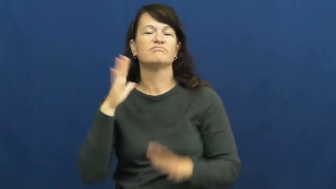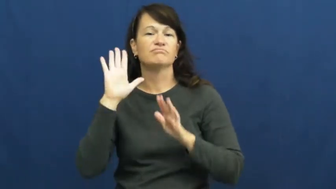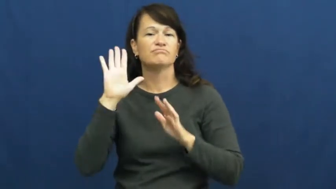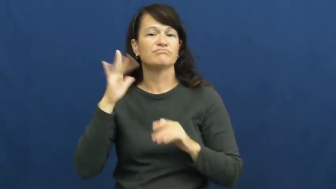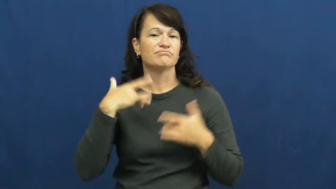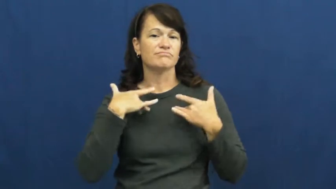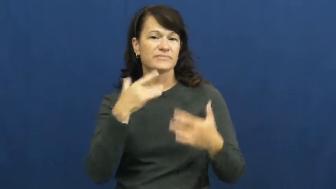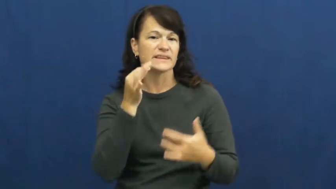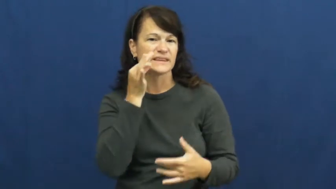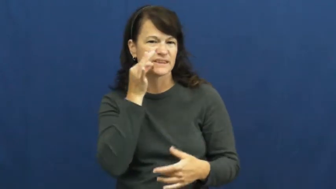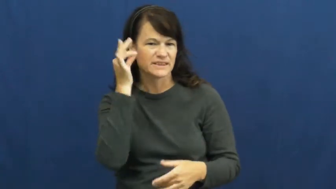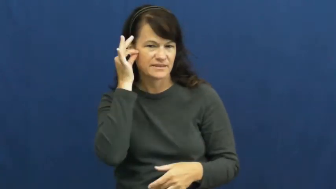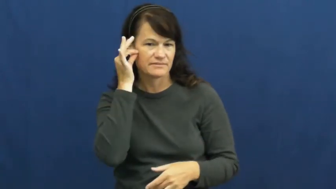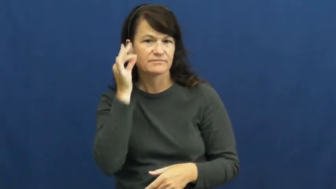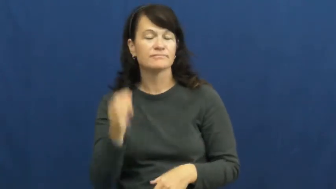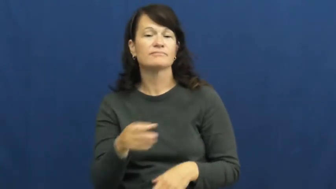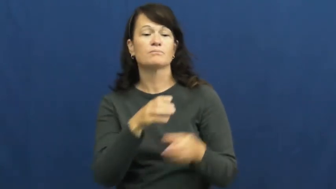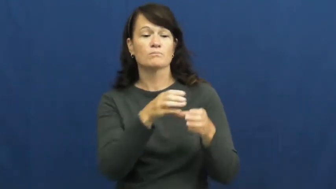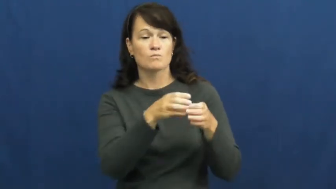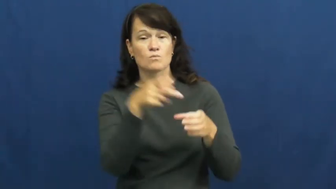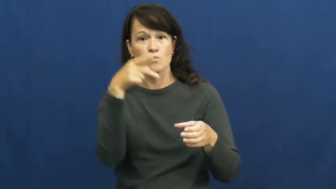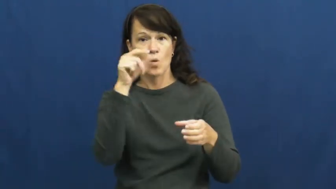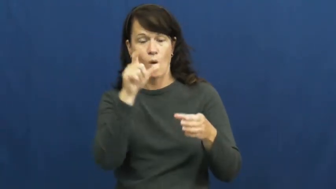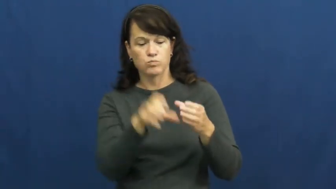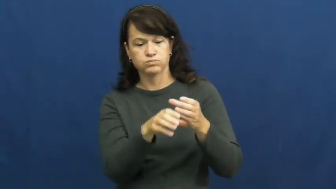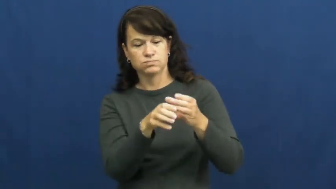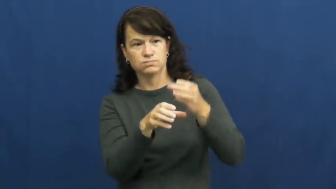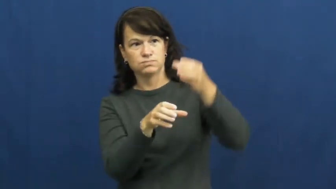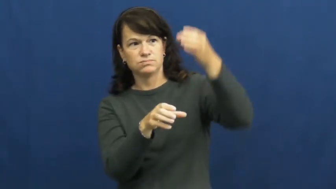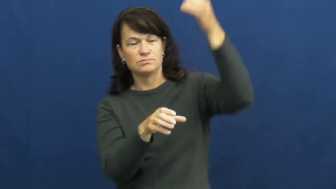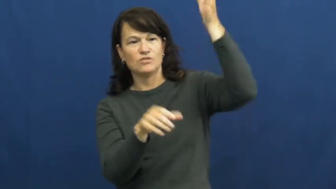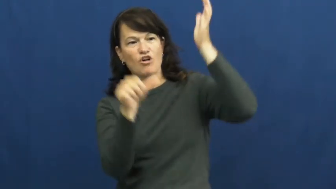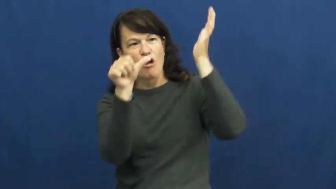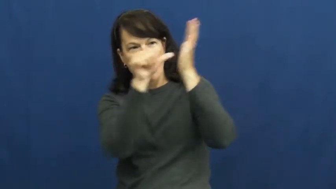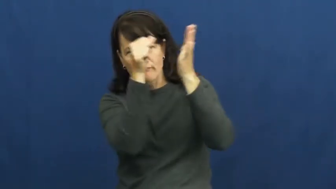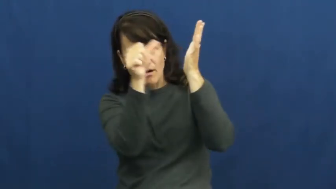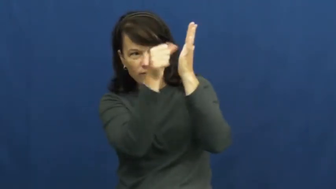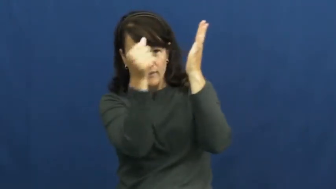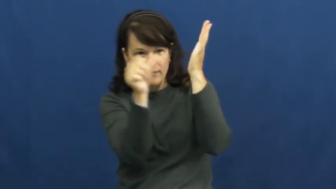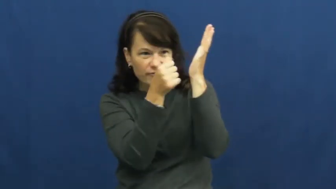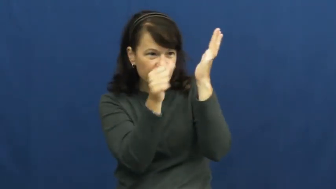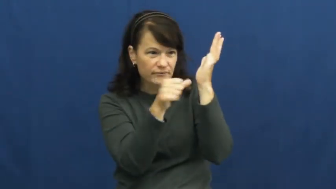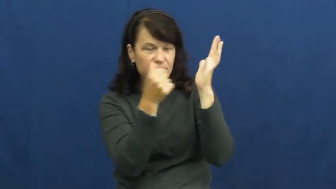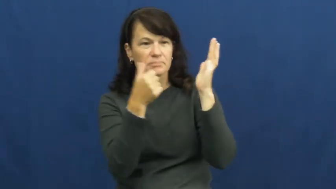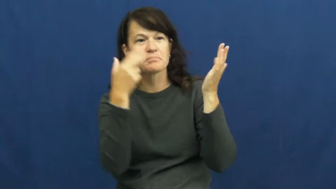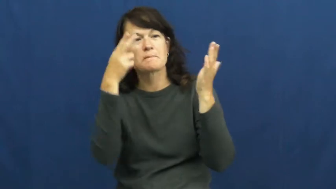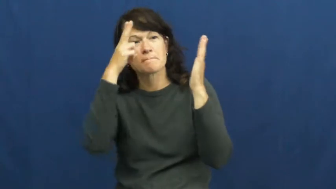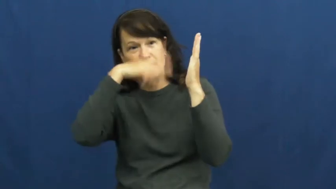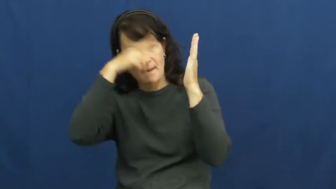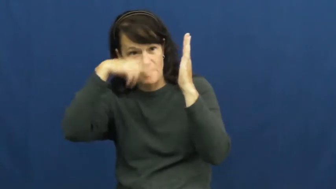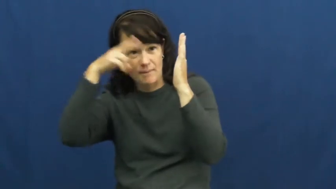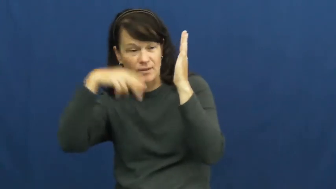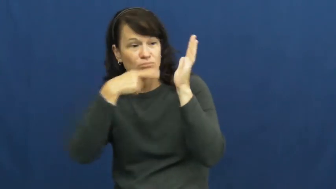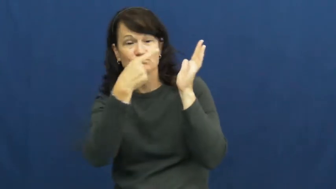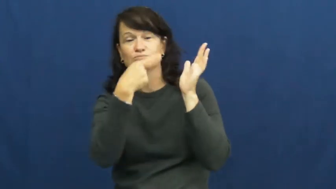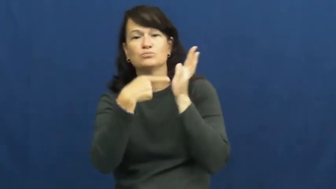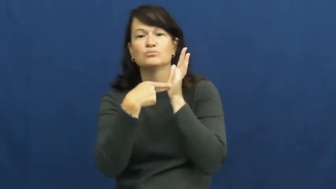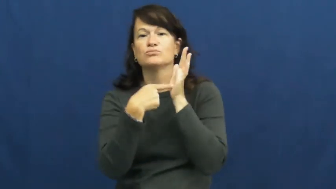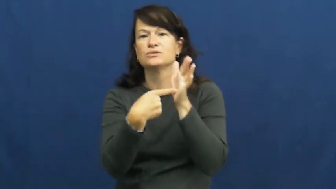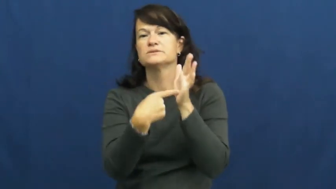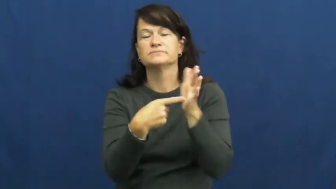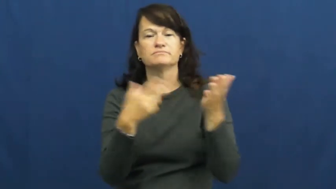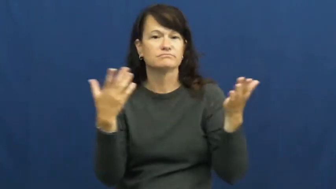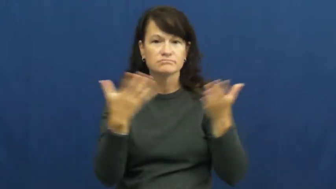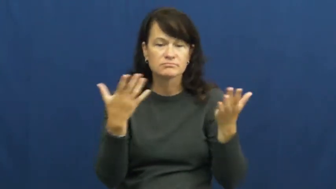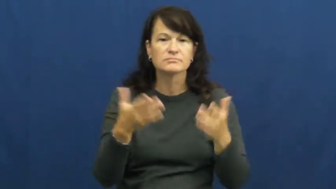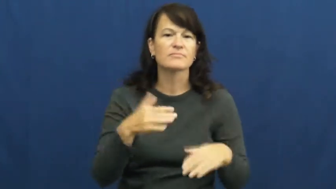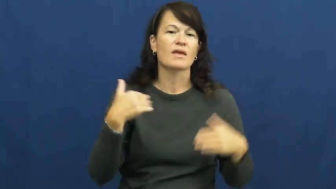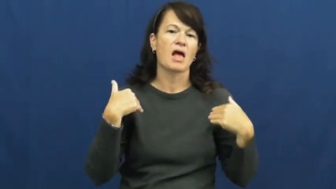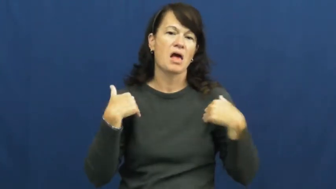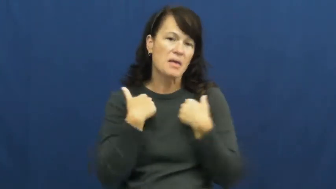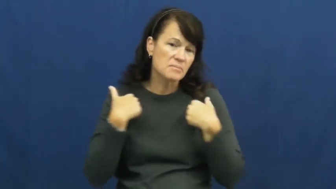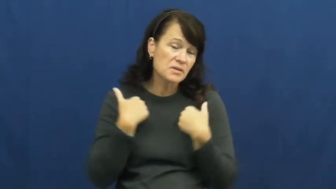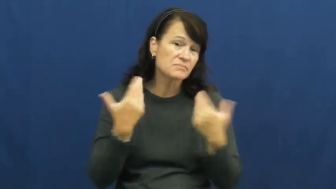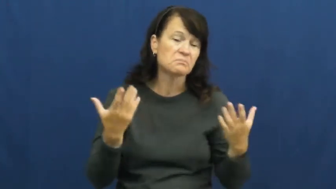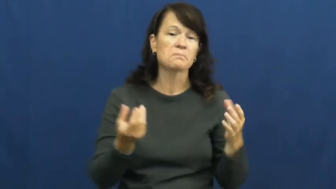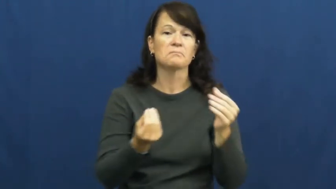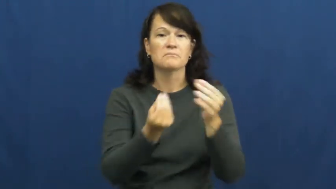totem pole